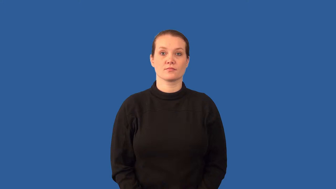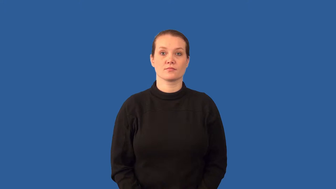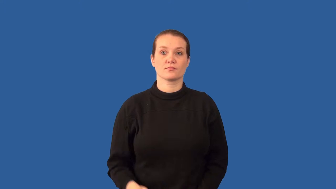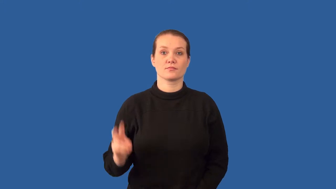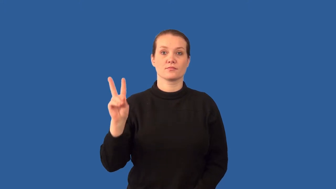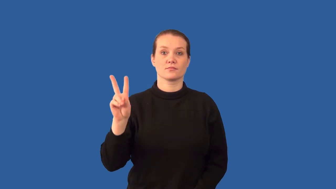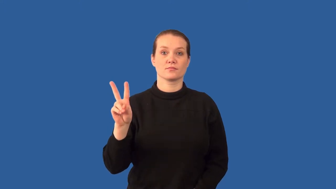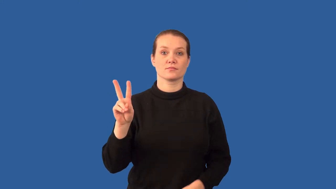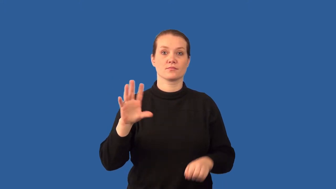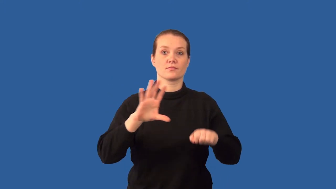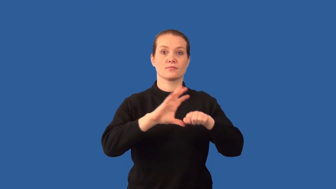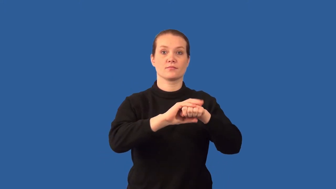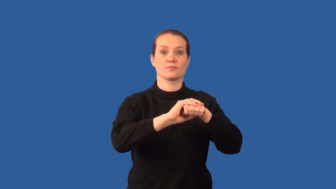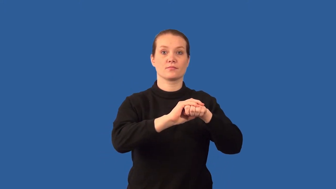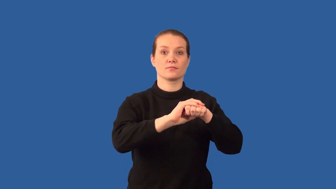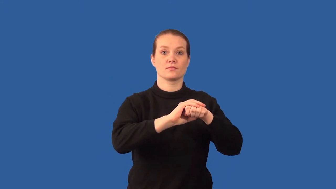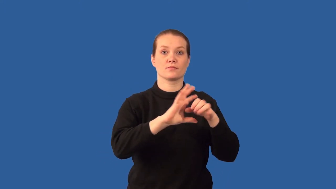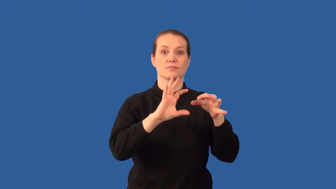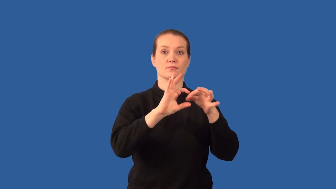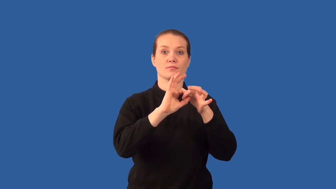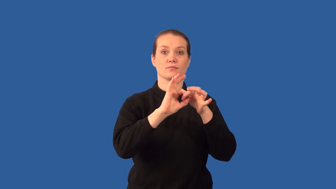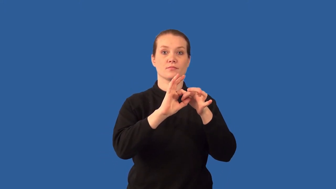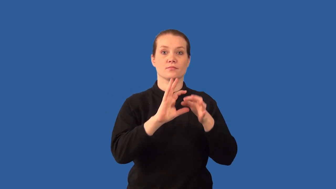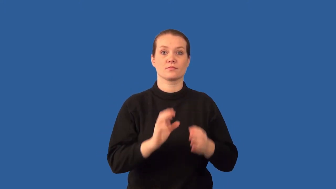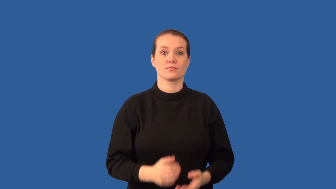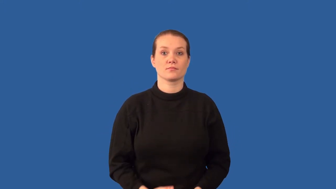diatomic